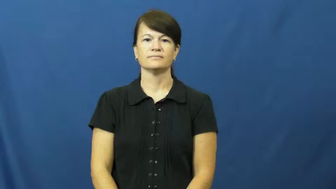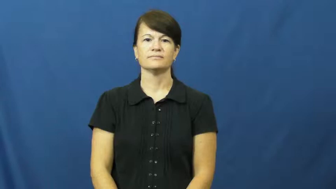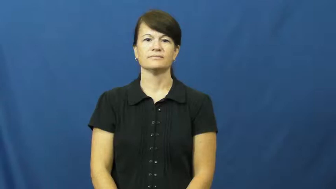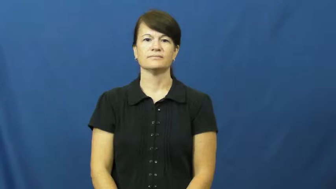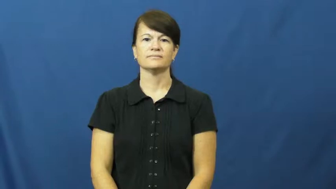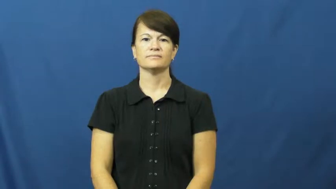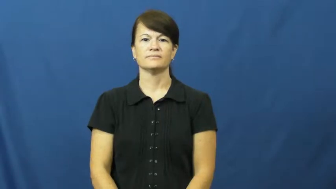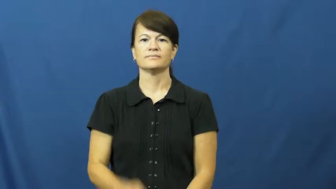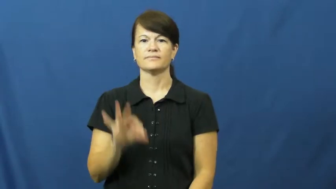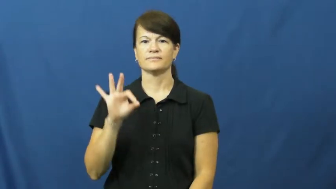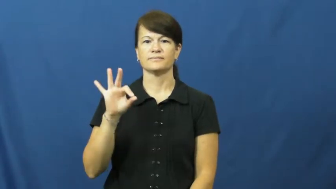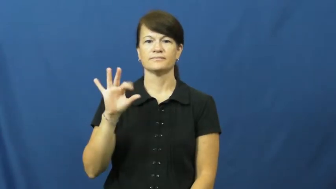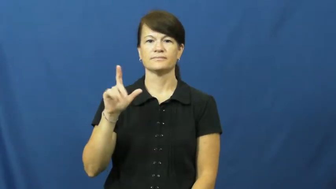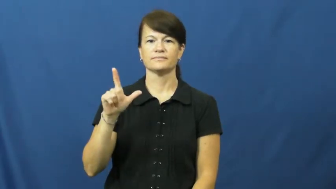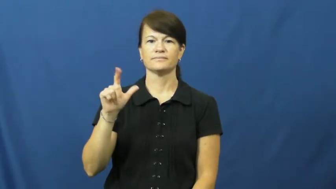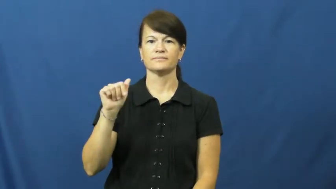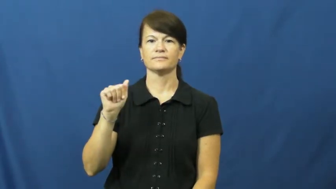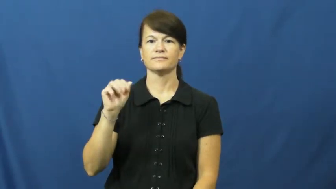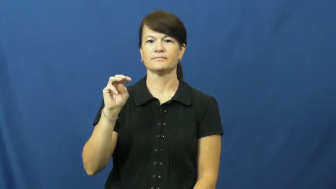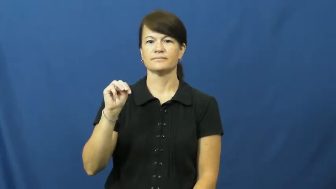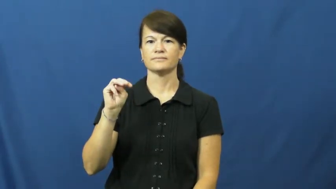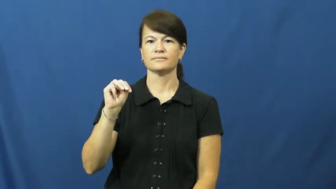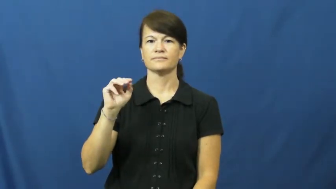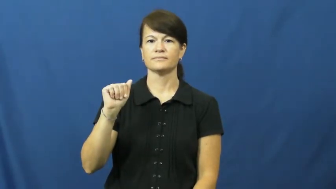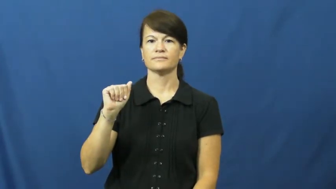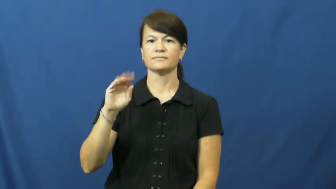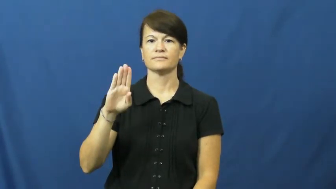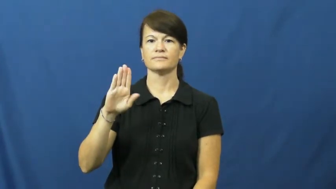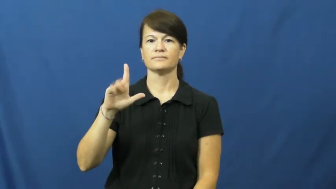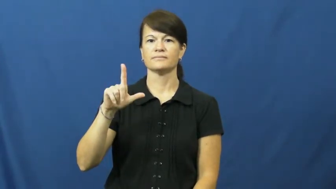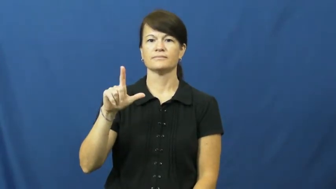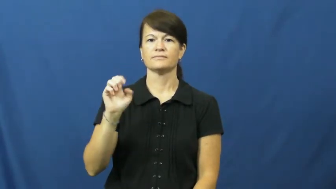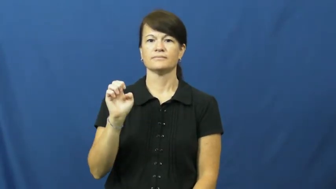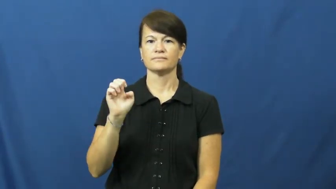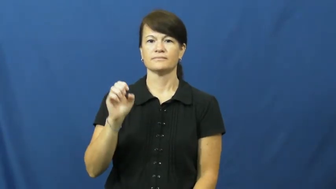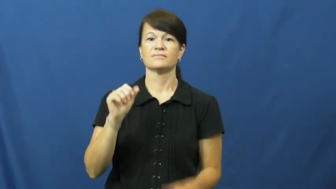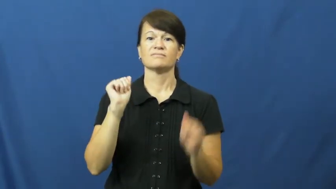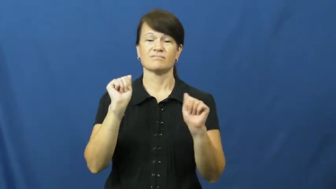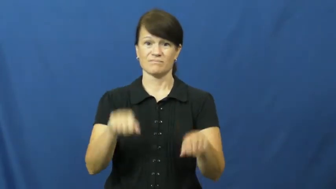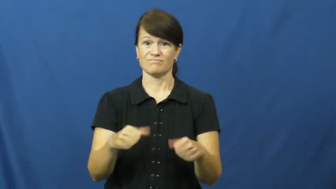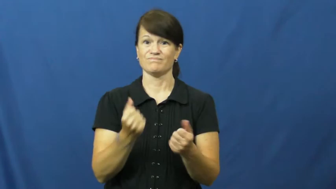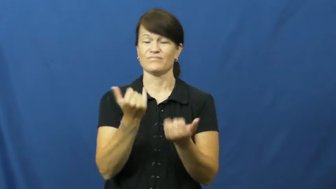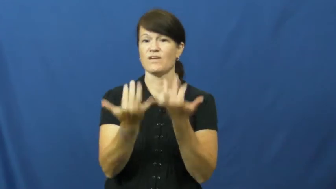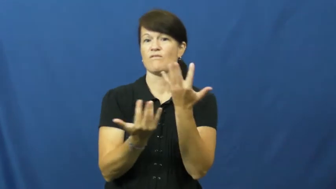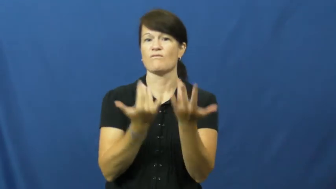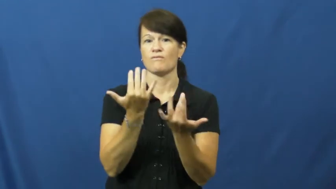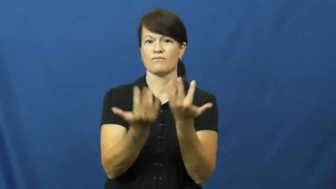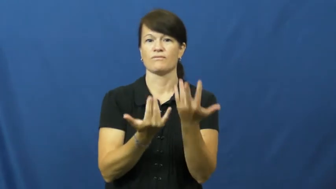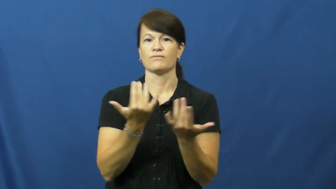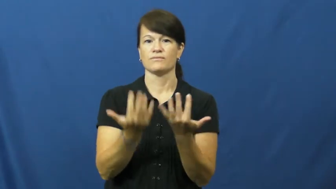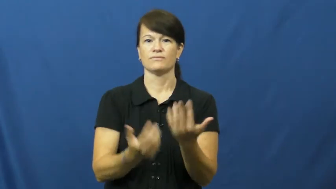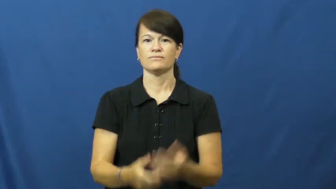flammable